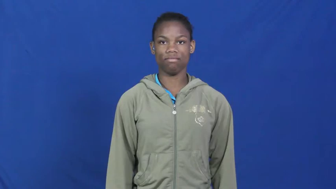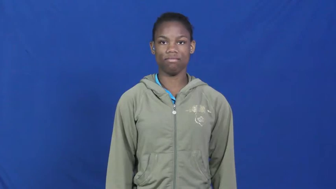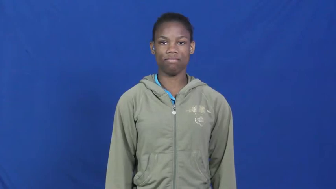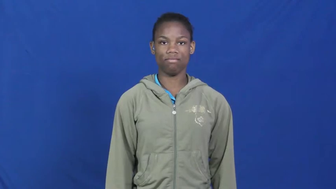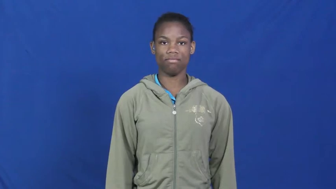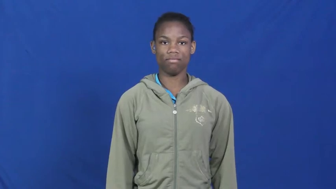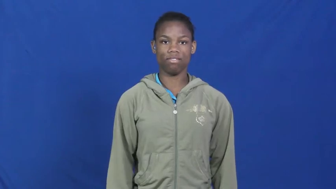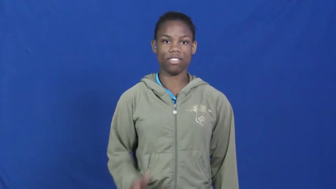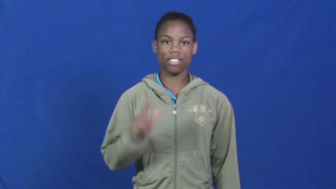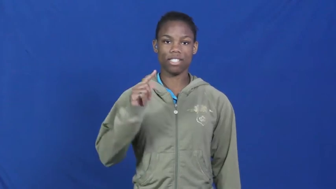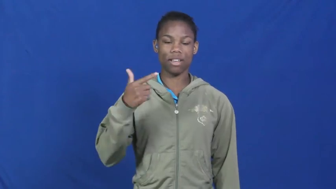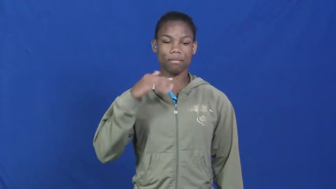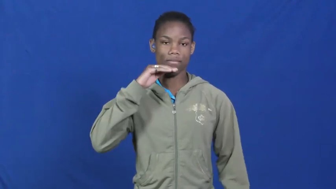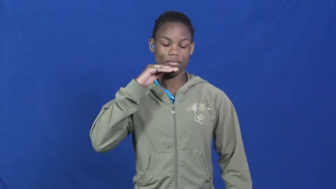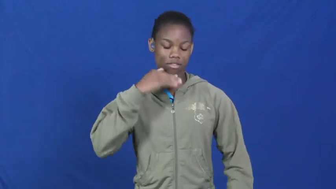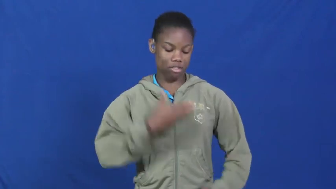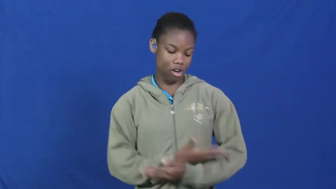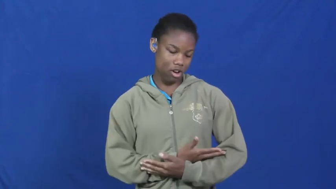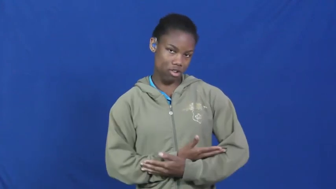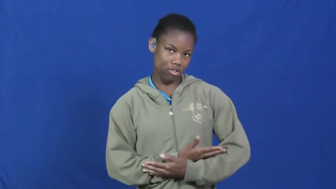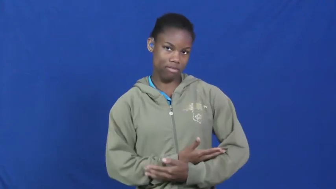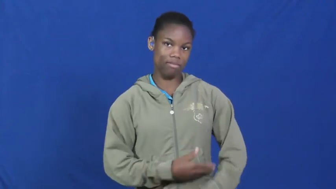stepdaughter